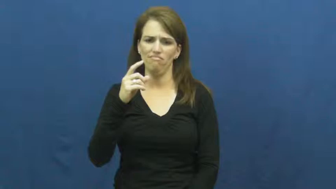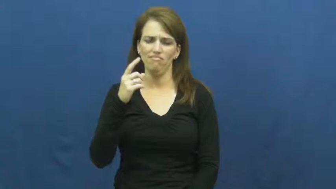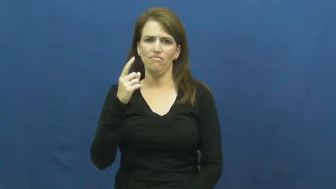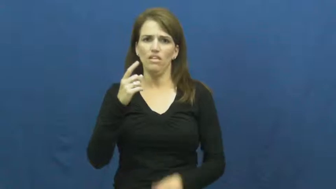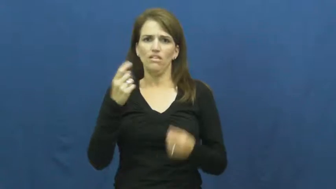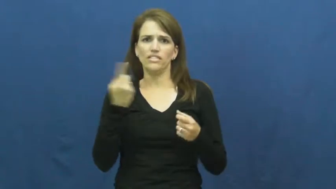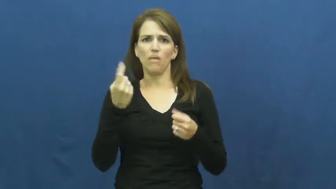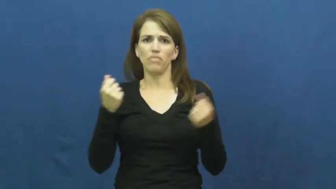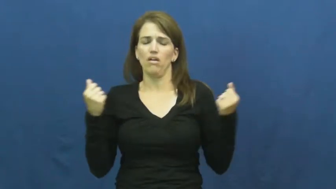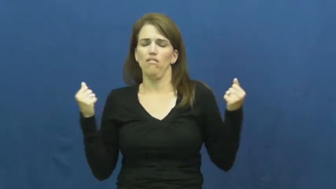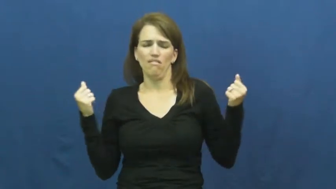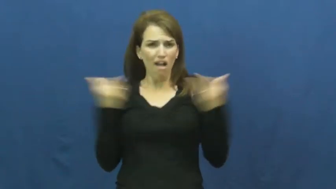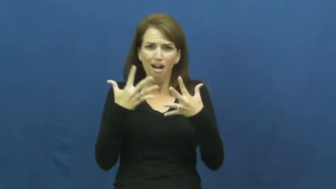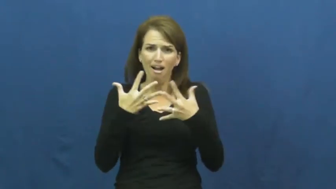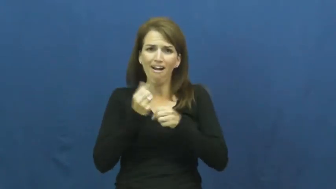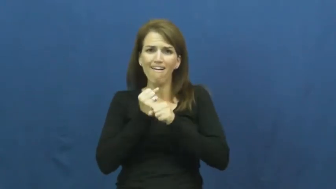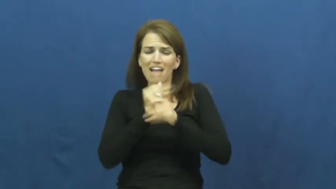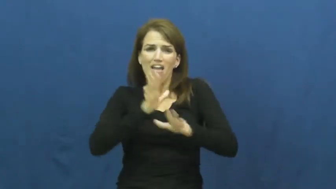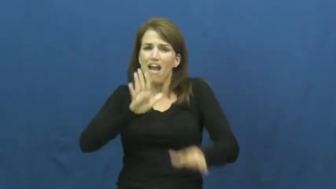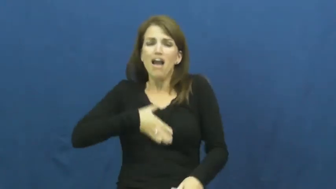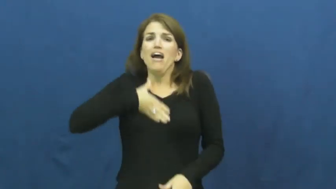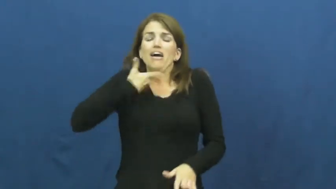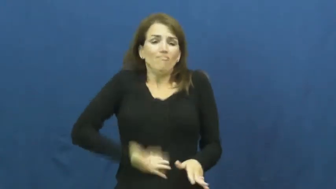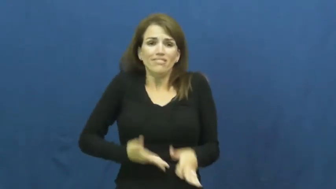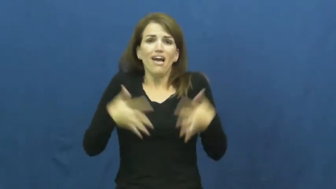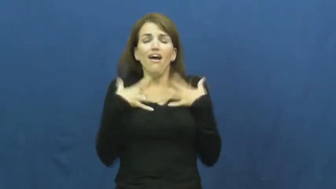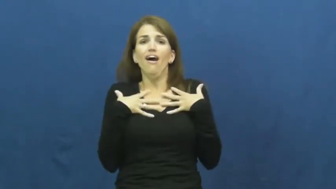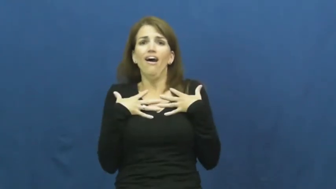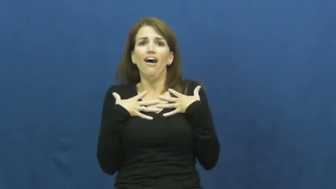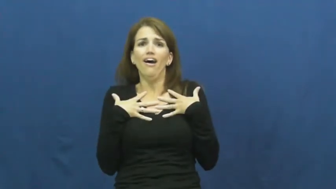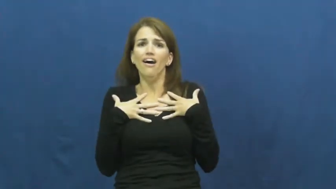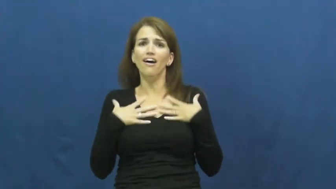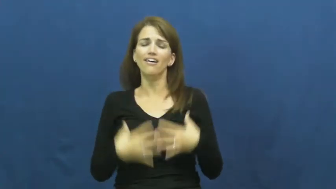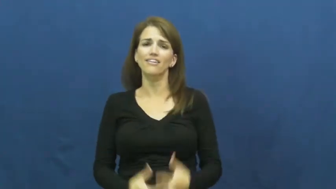horrific,cataclysmic